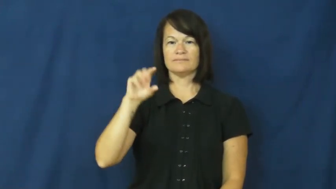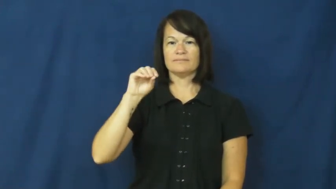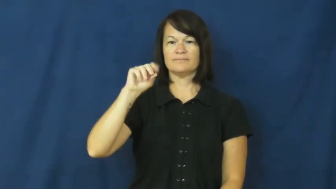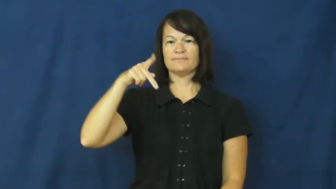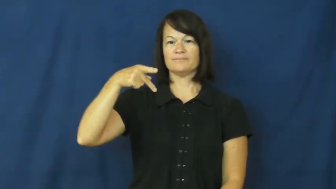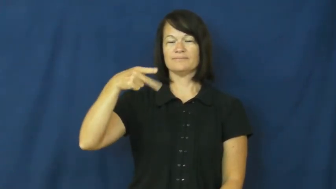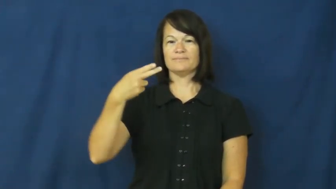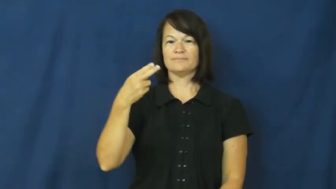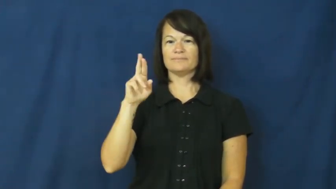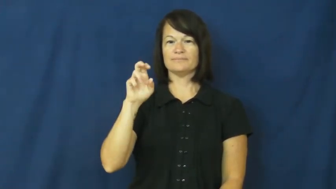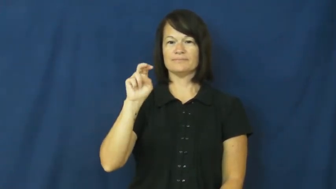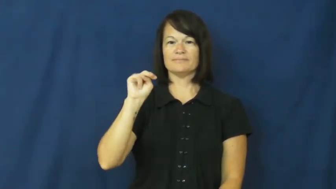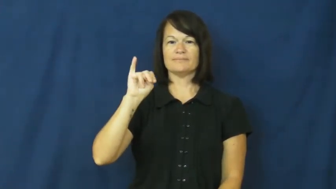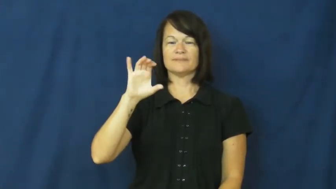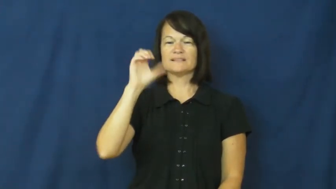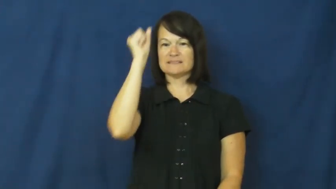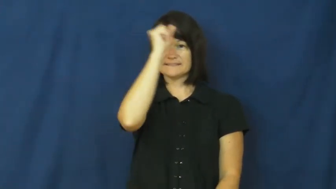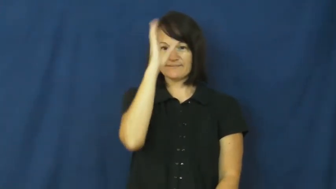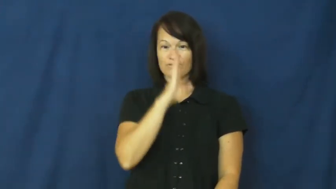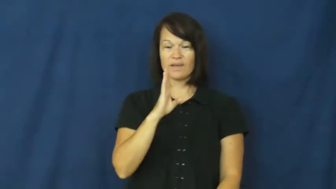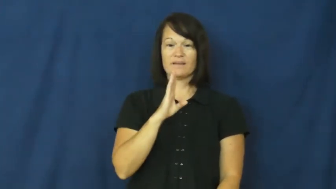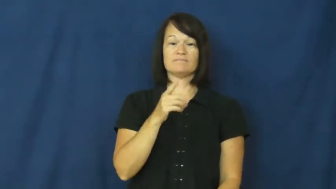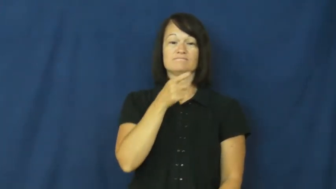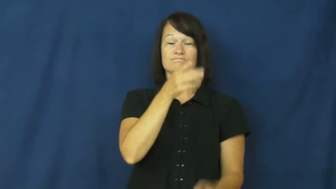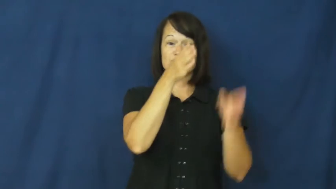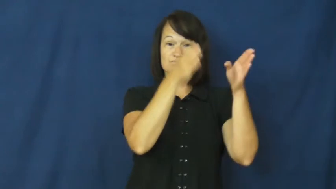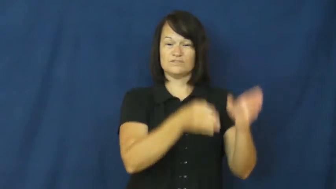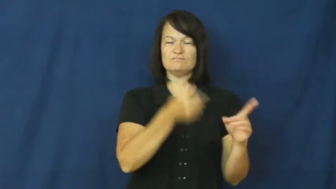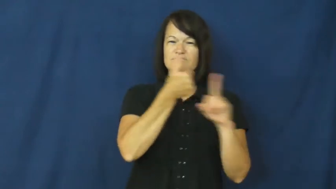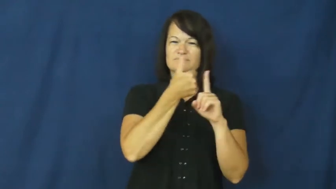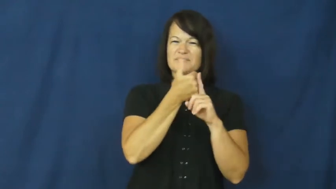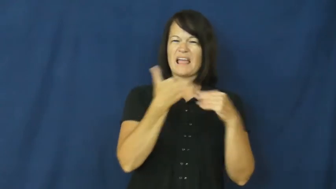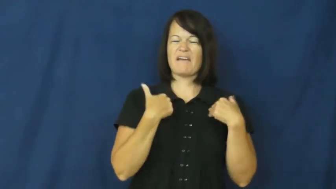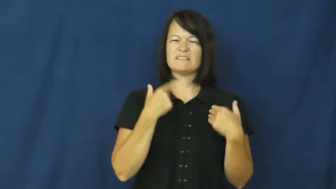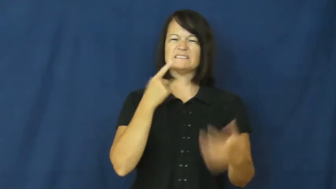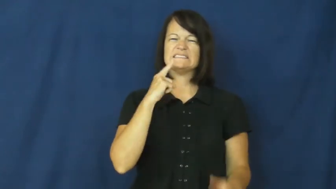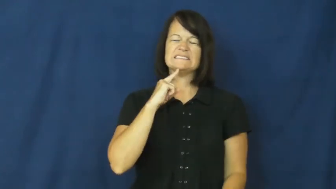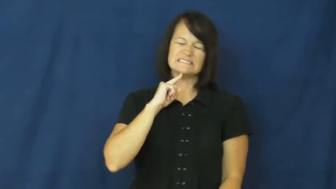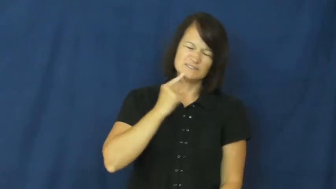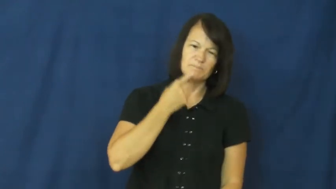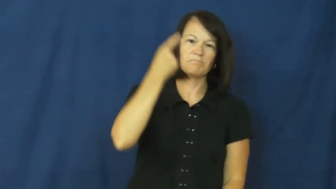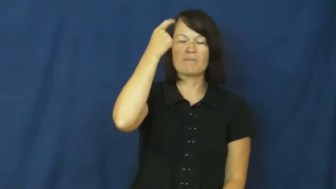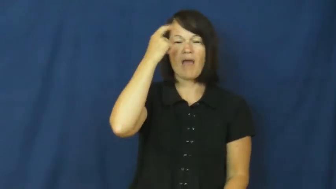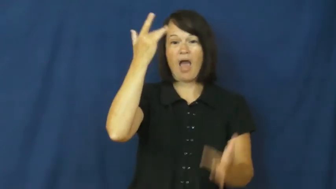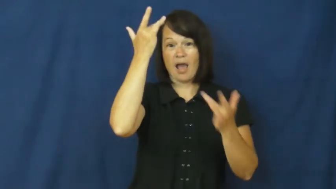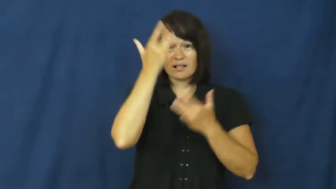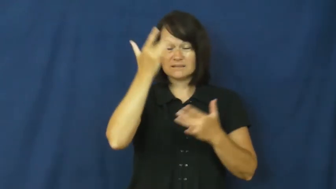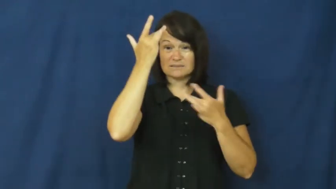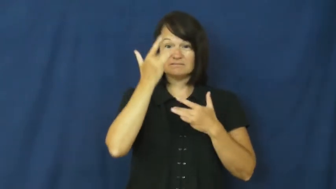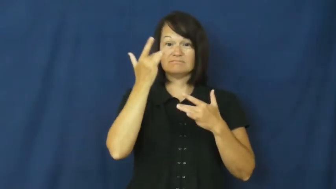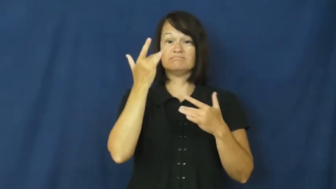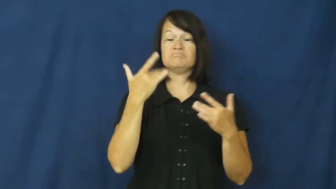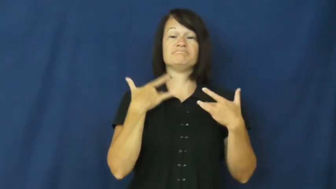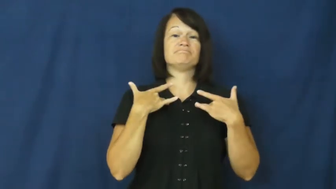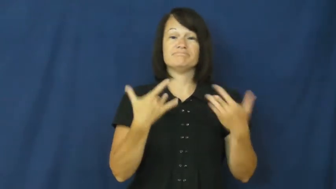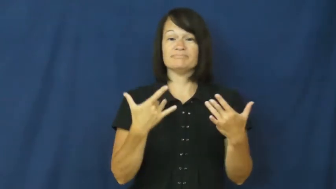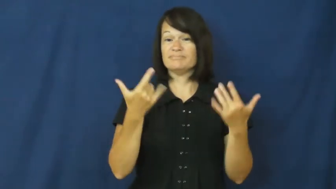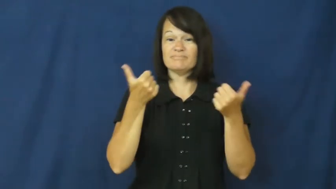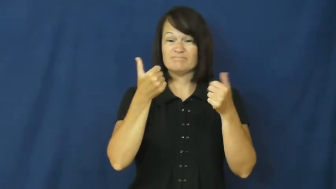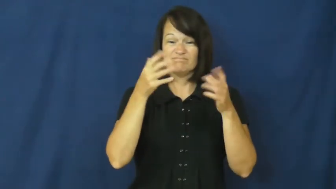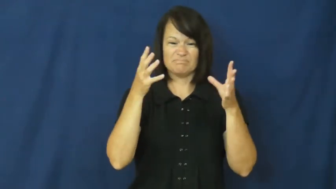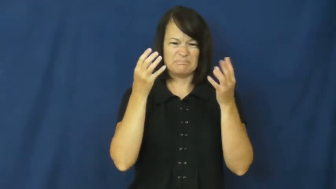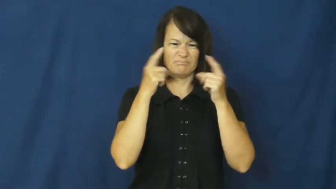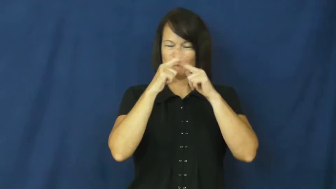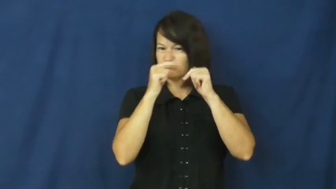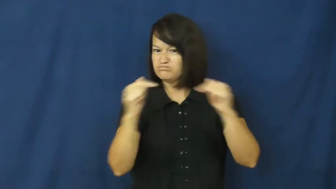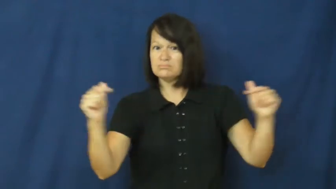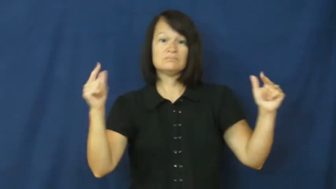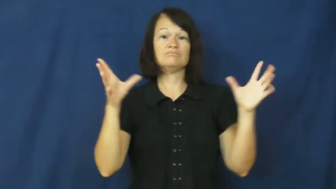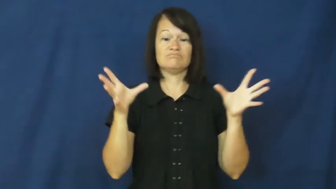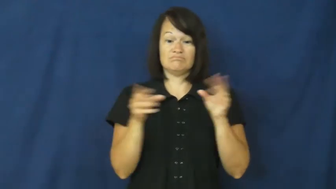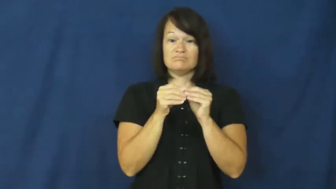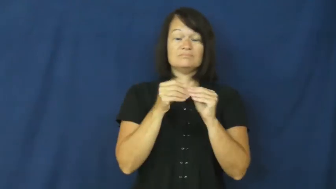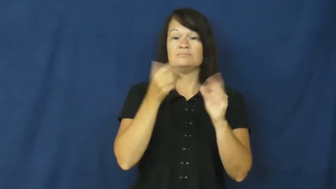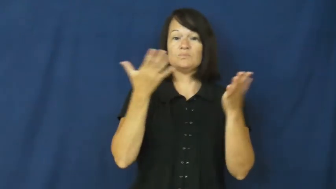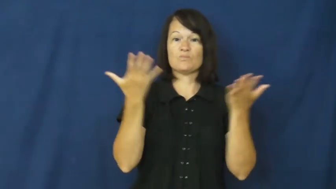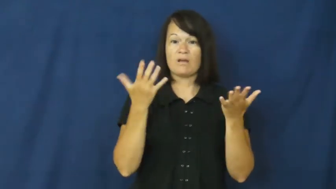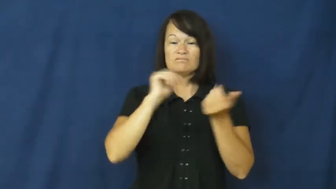schizophrenic